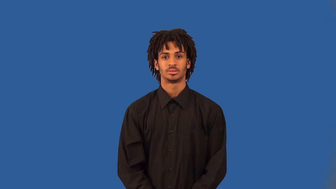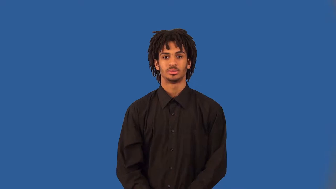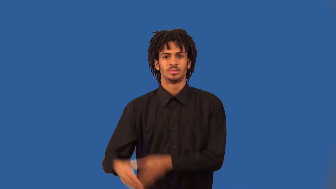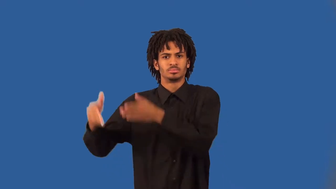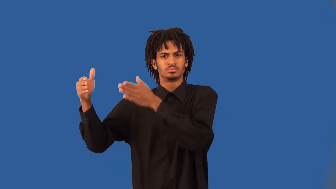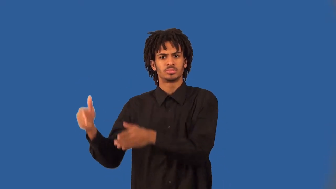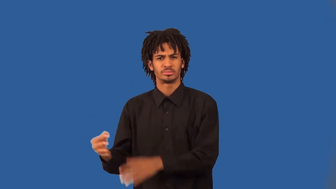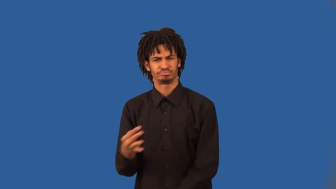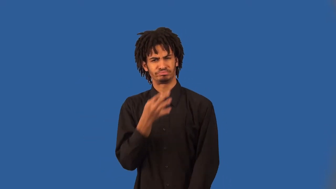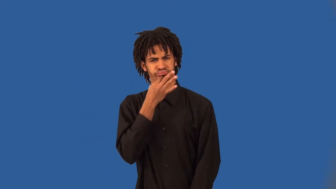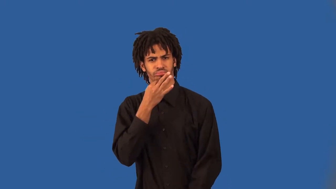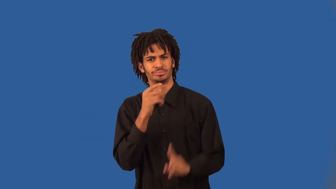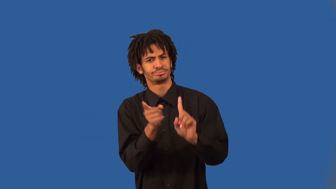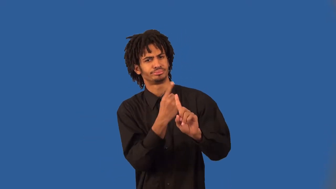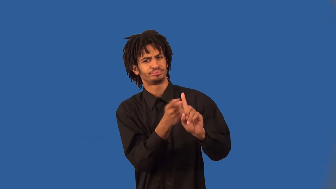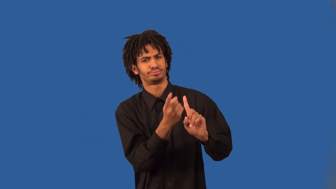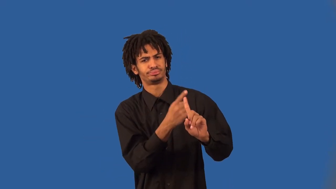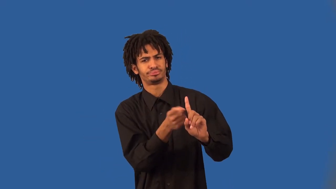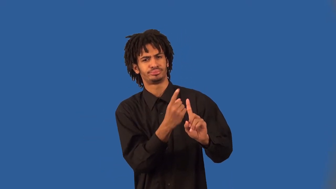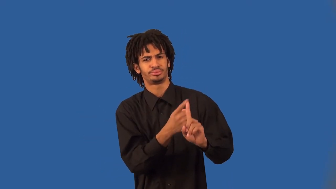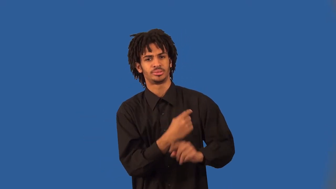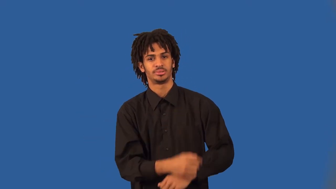slugger